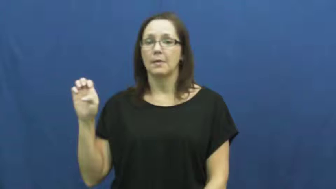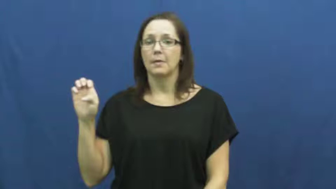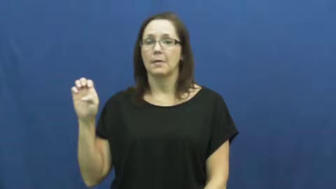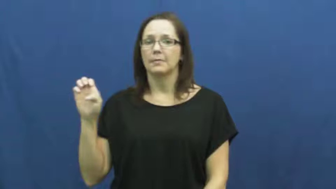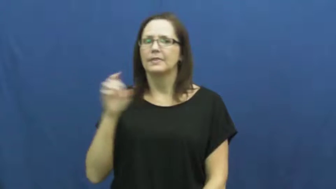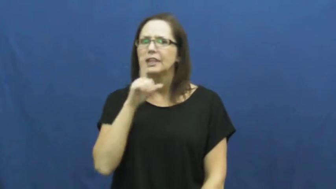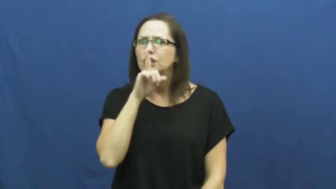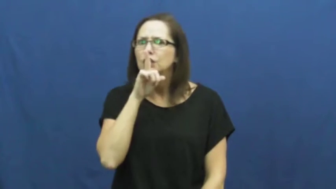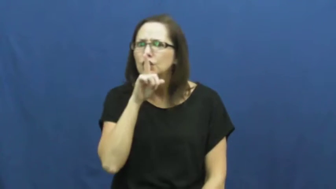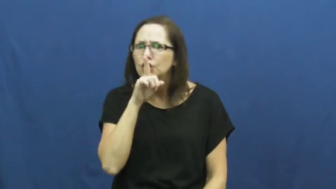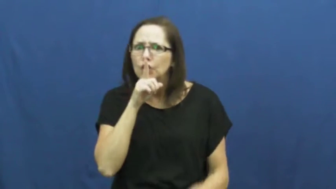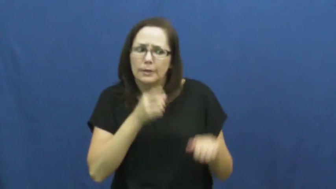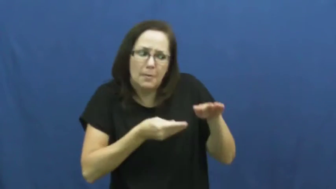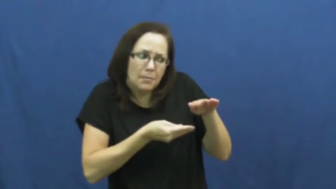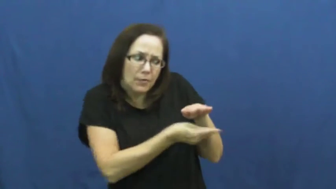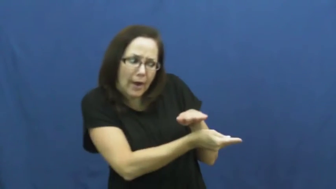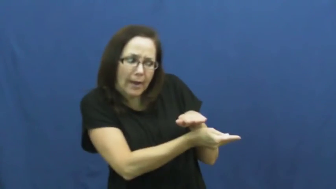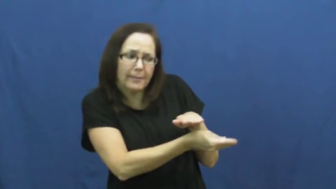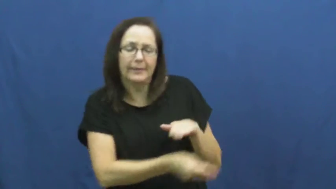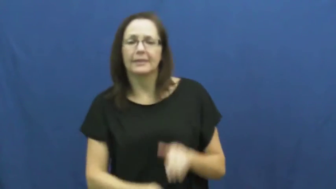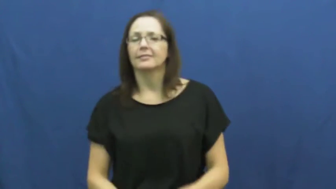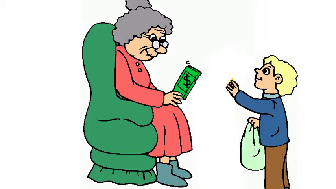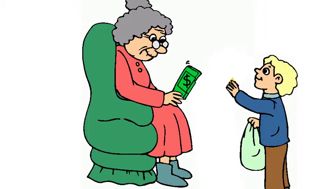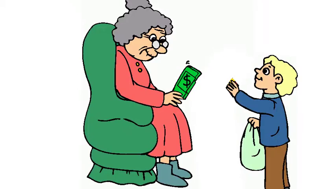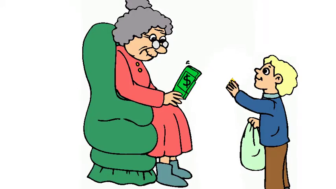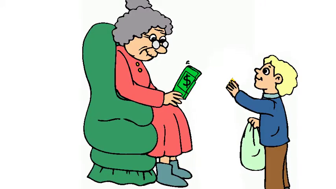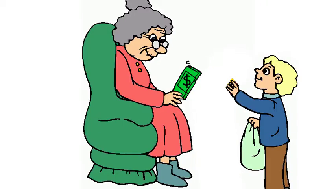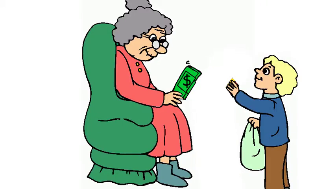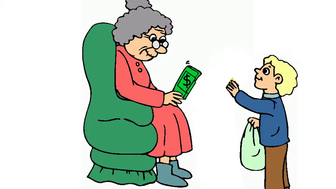slip-give